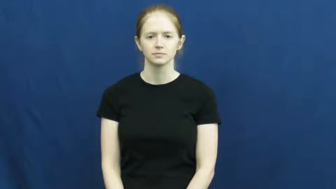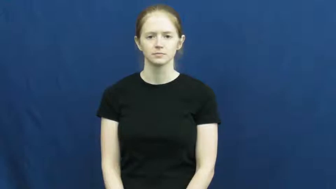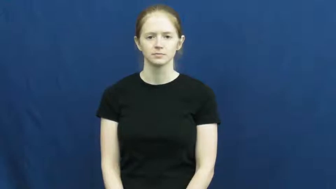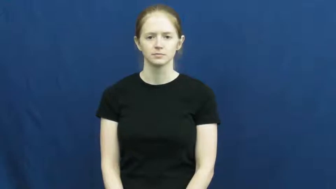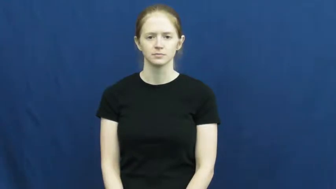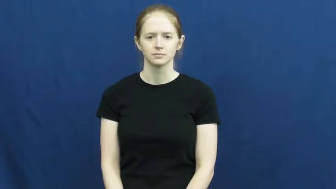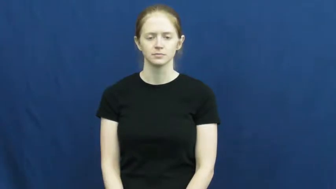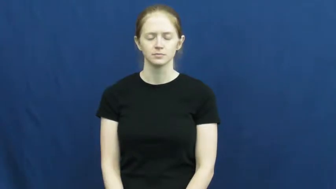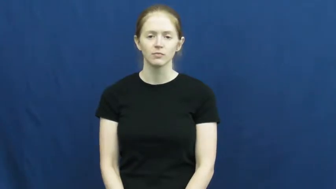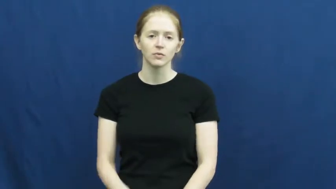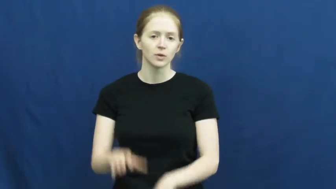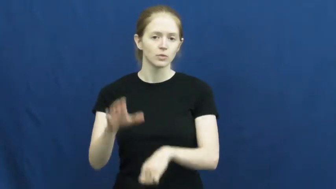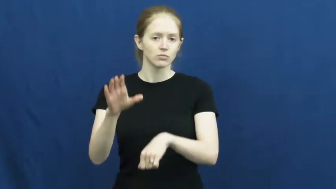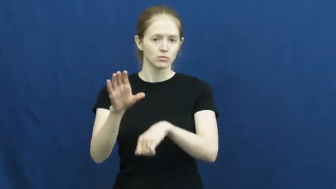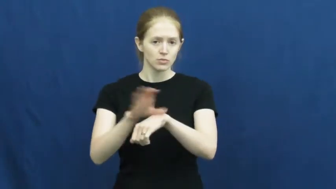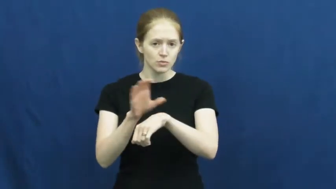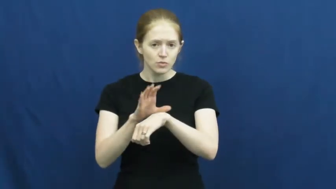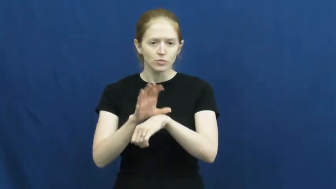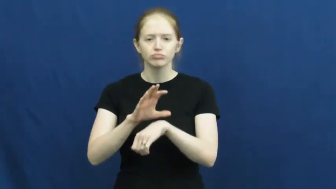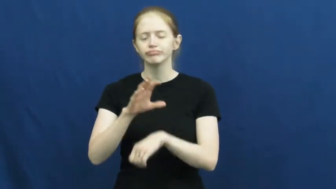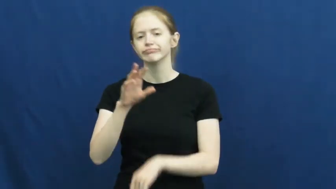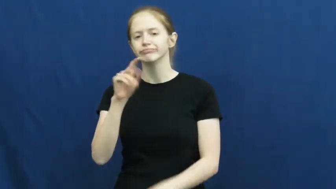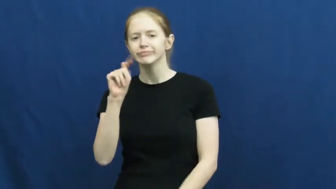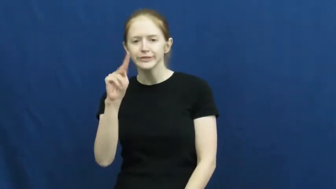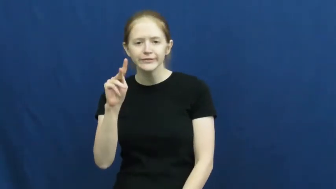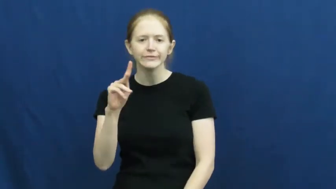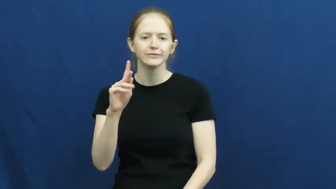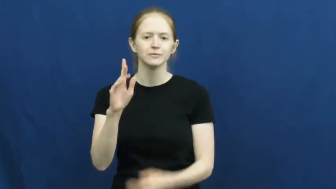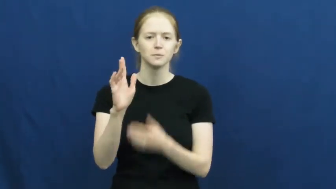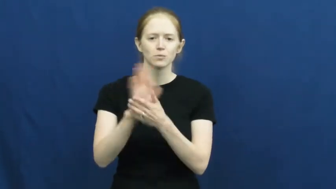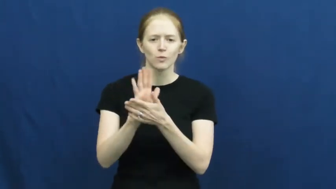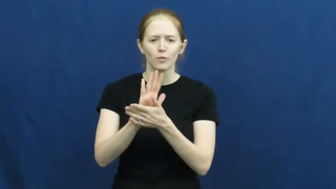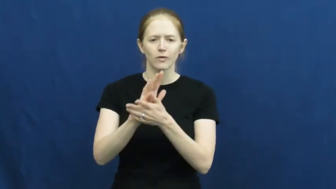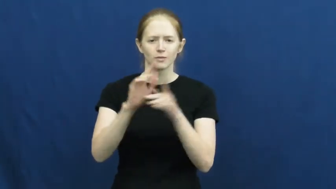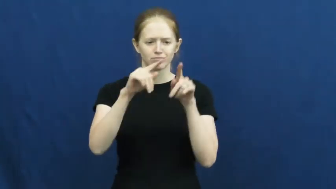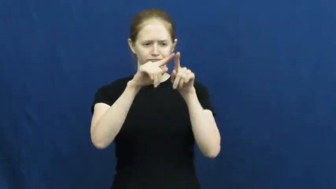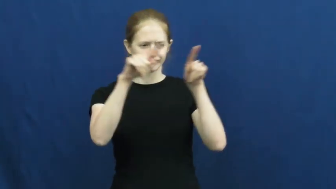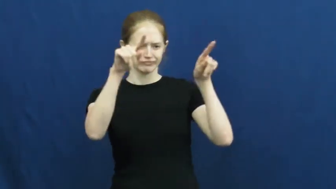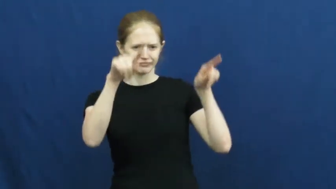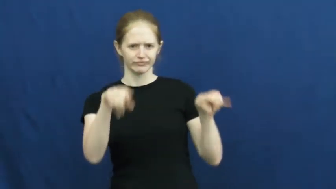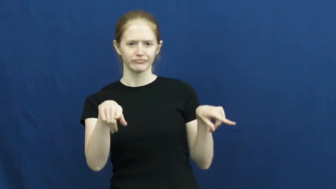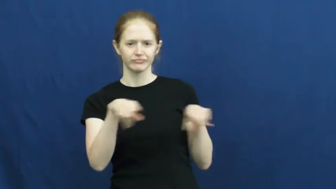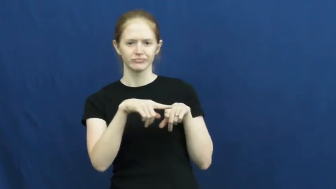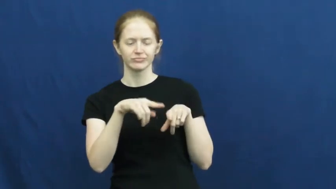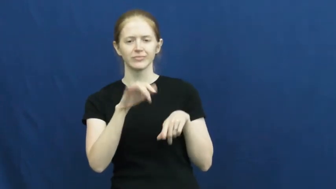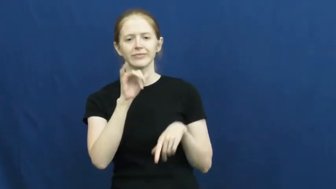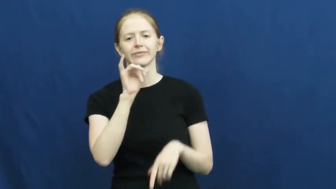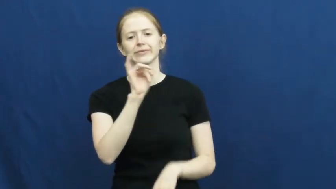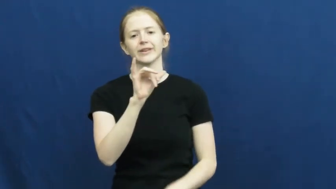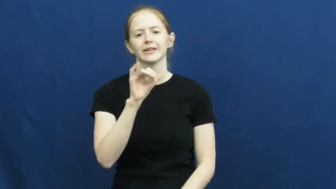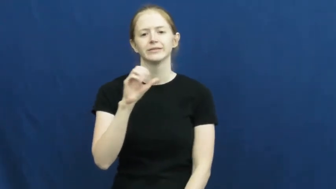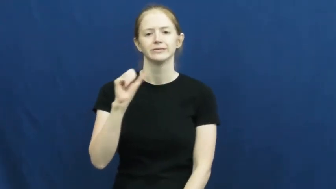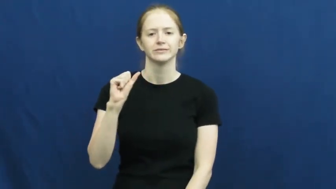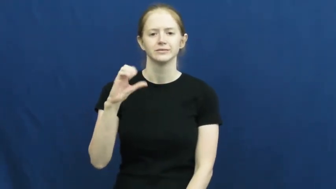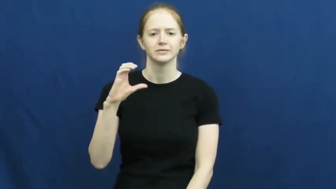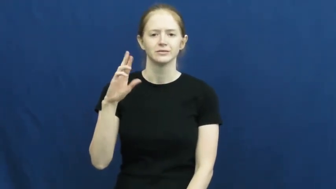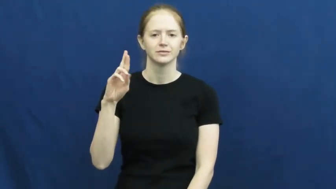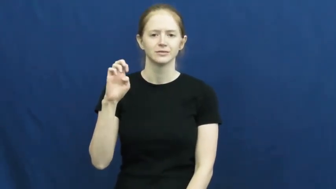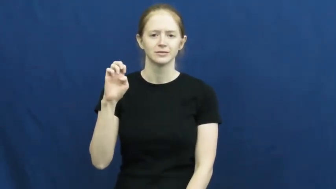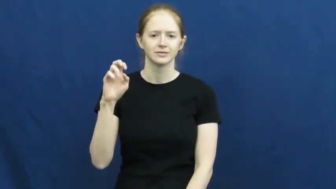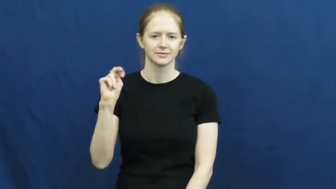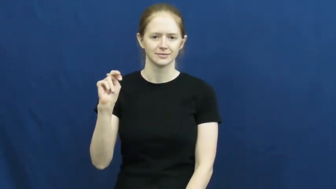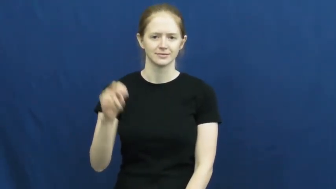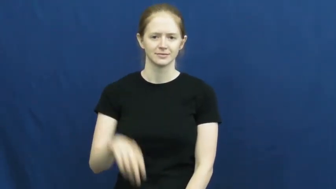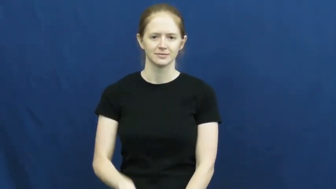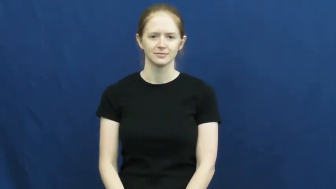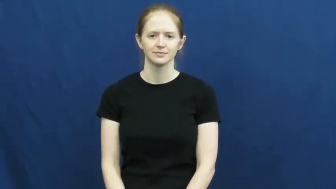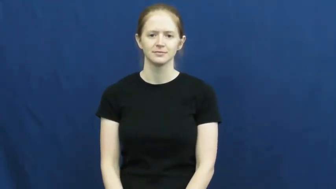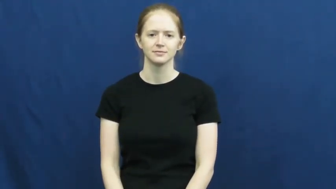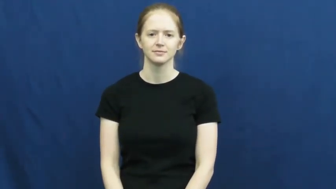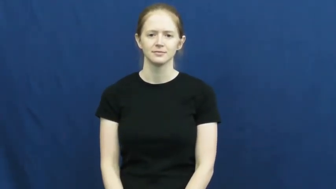screen,display